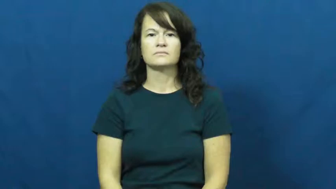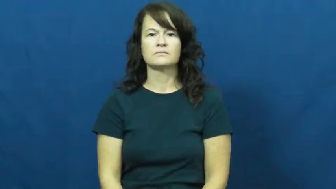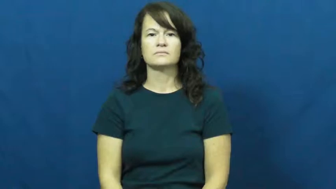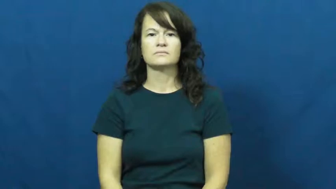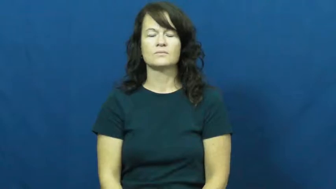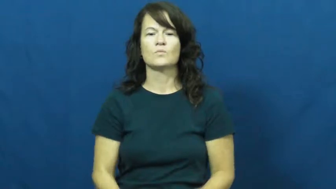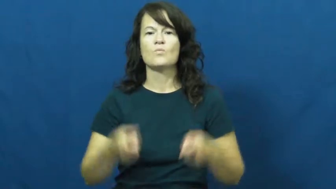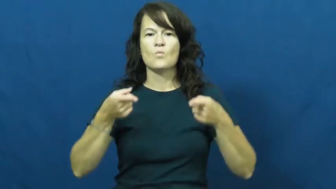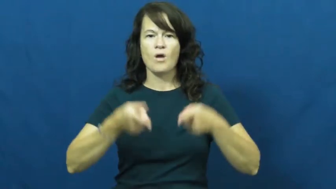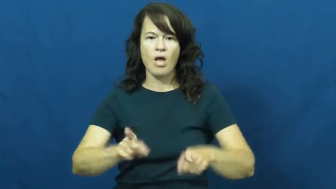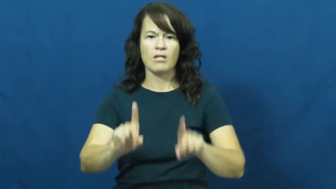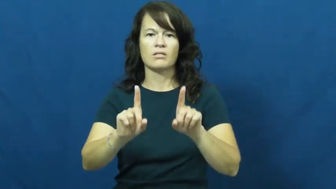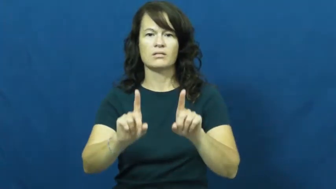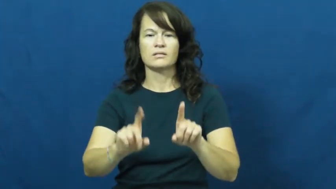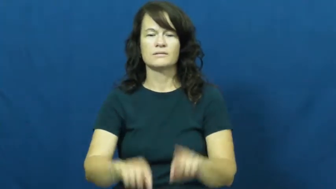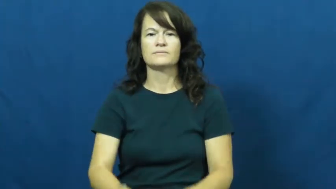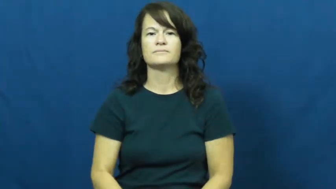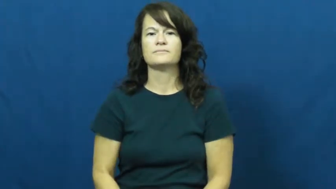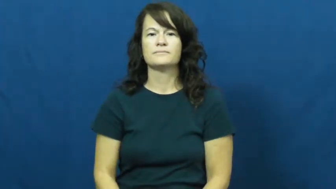while,meanwhile